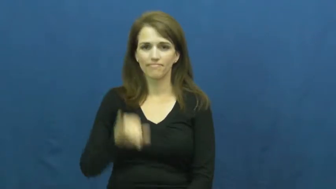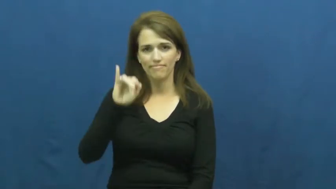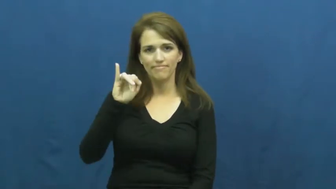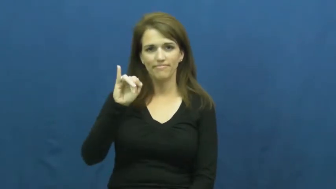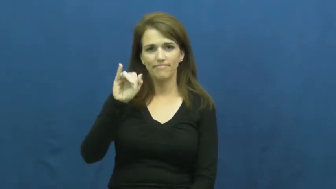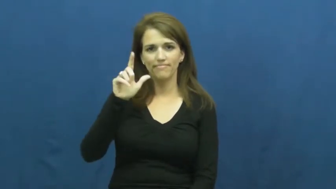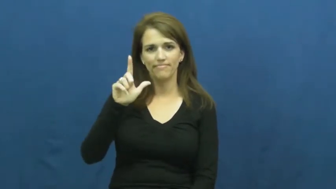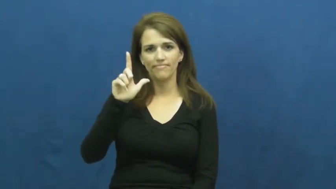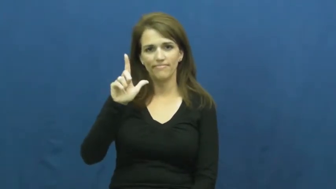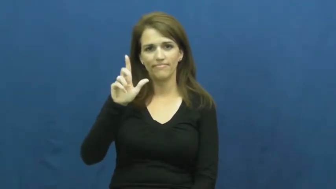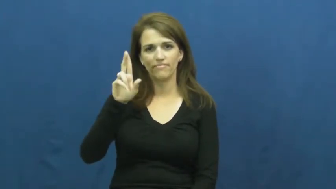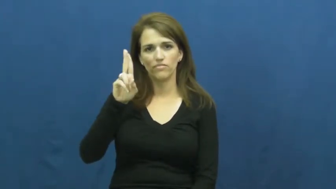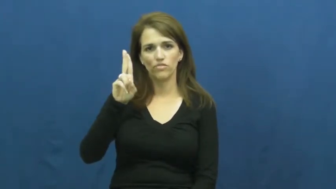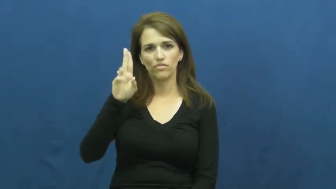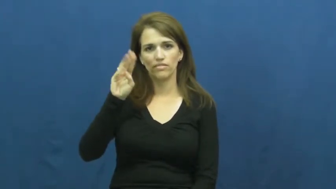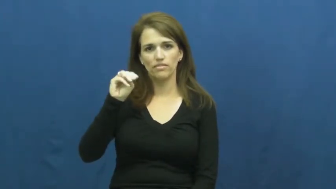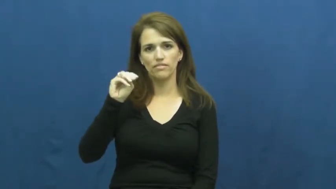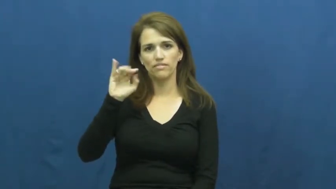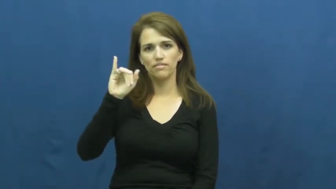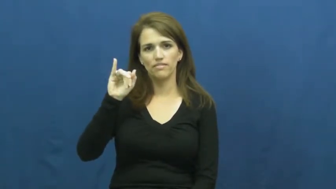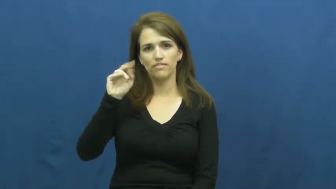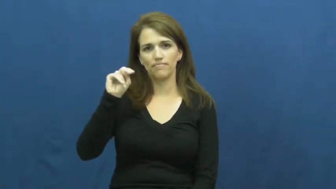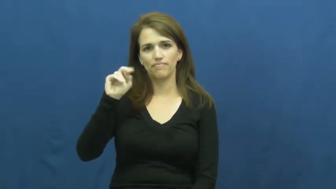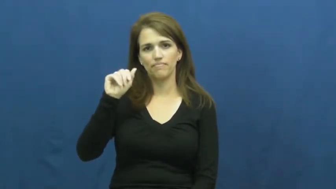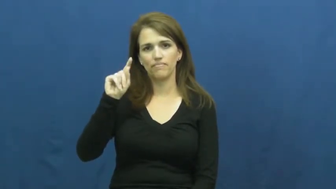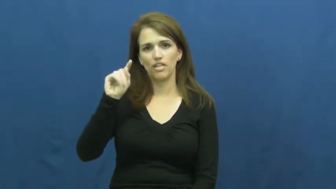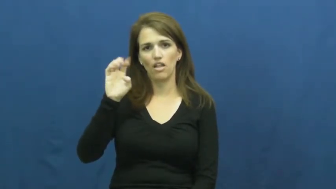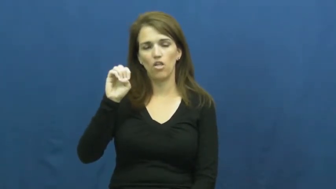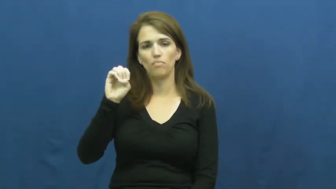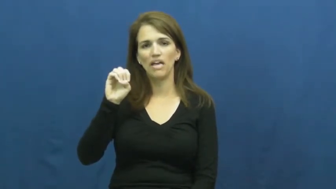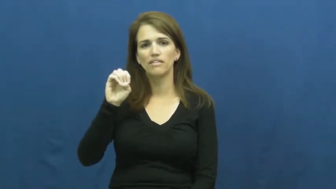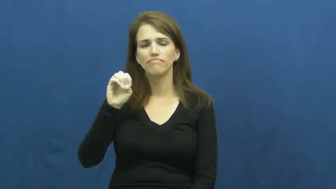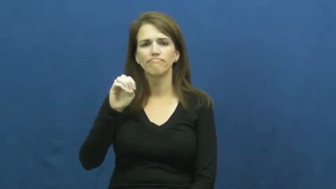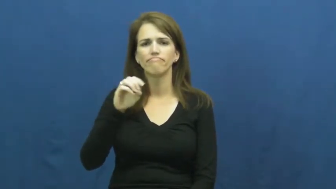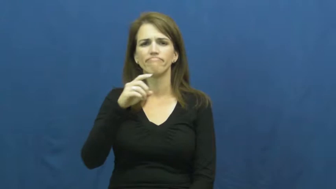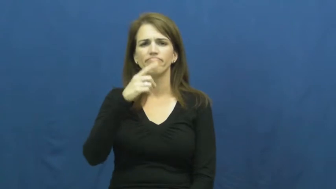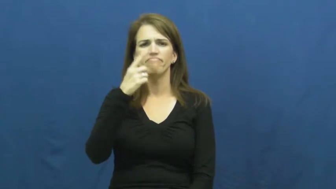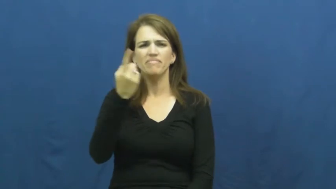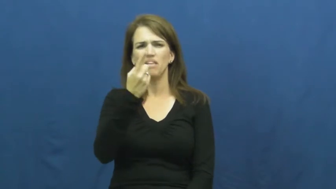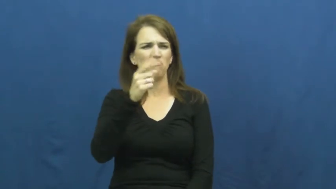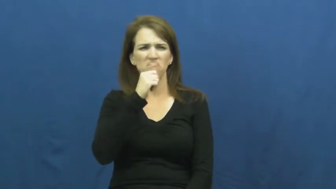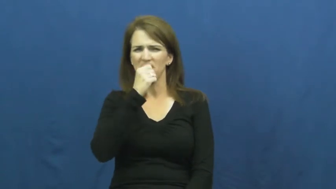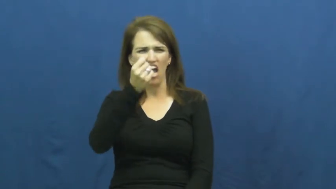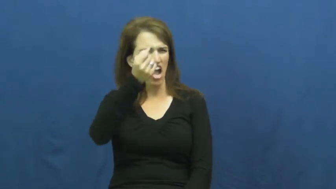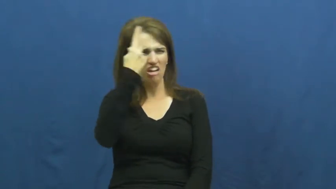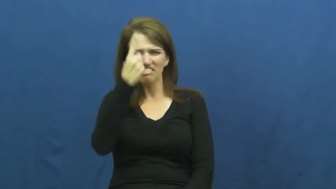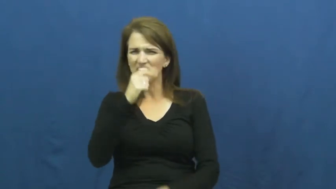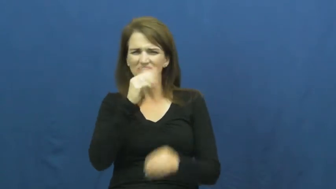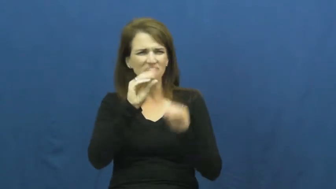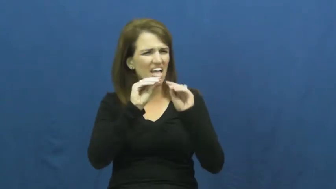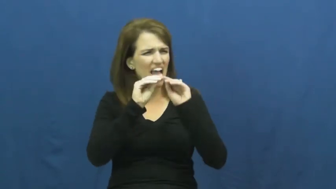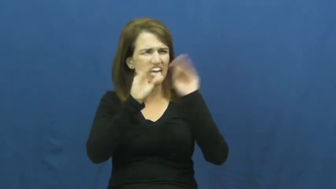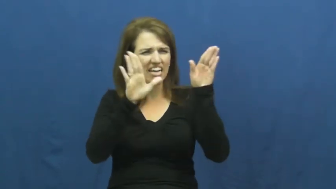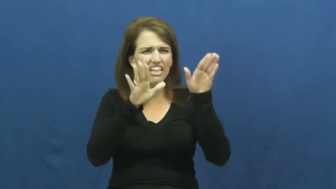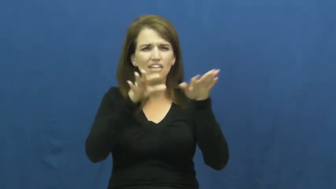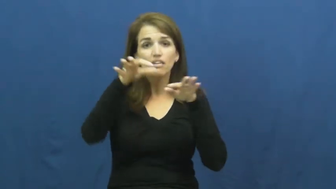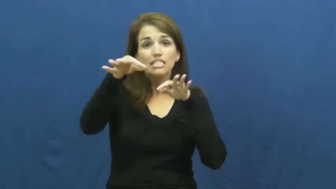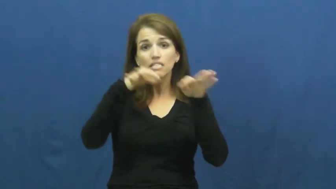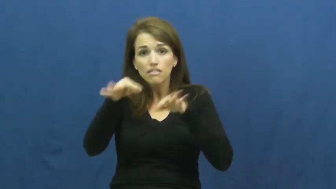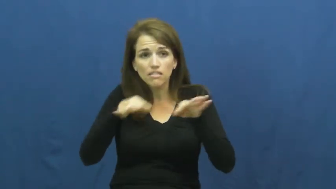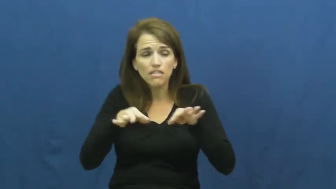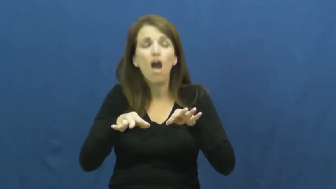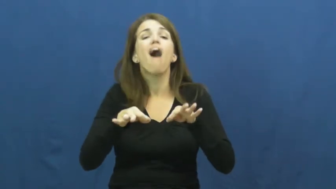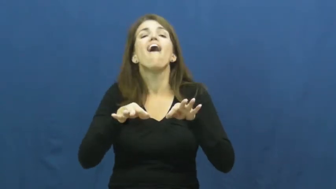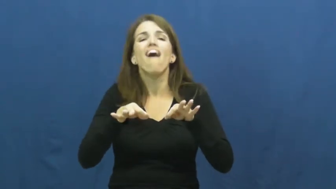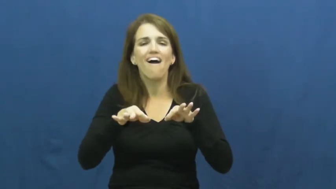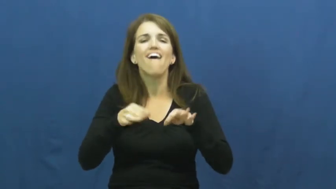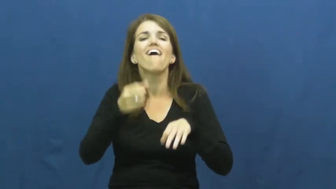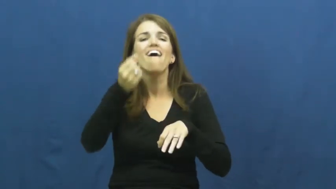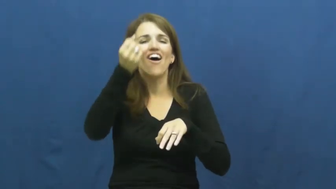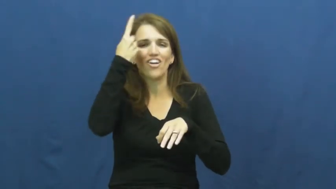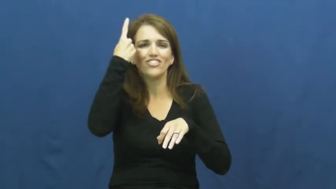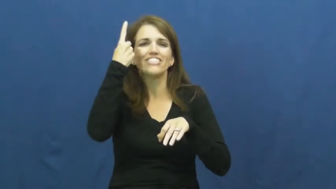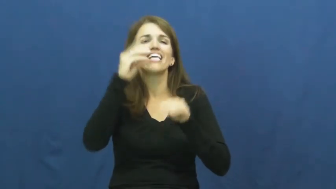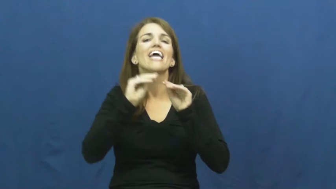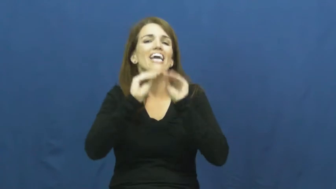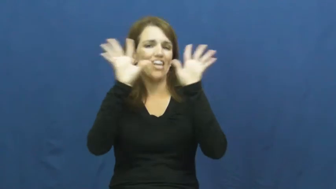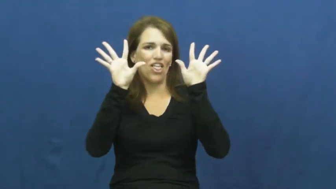illuminate-explain